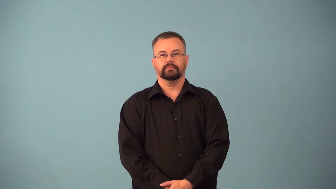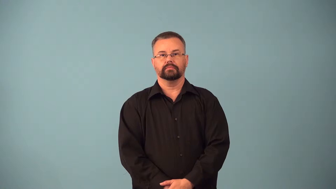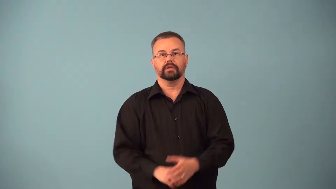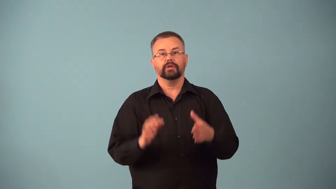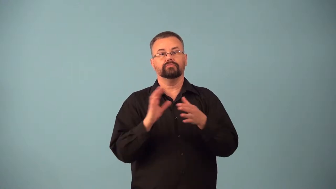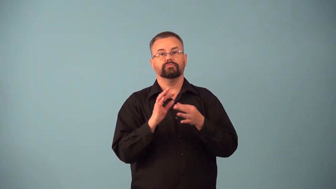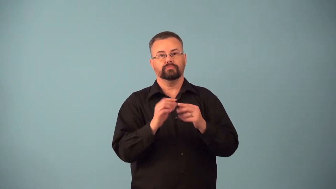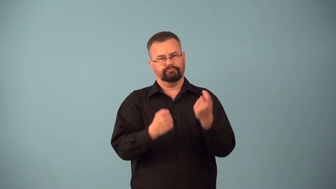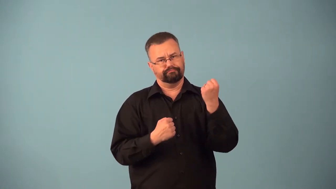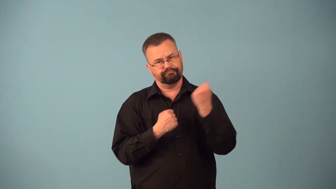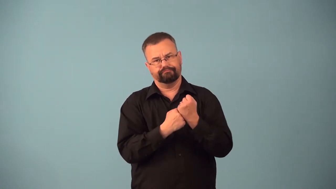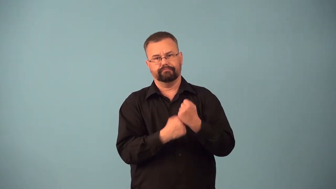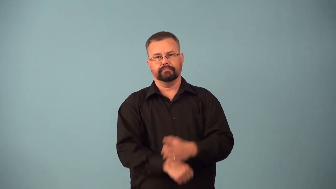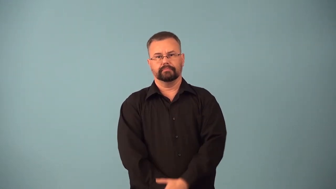aver